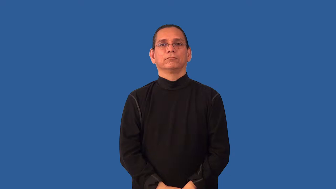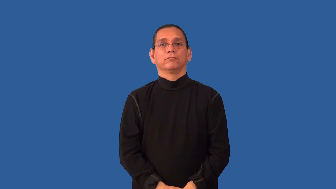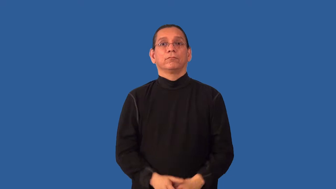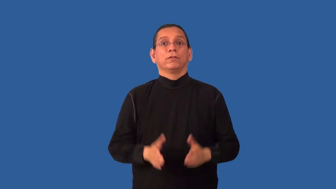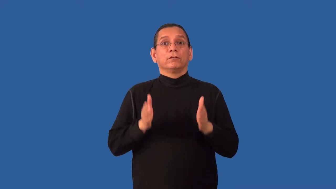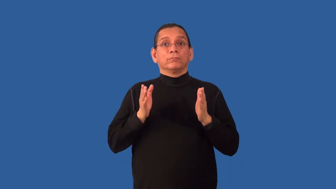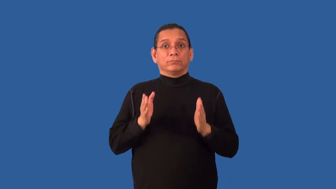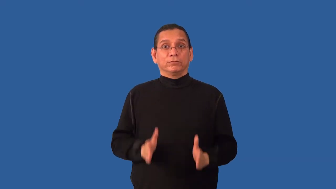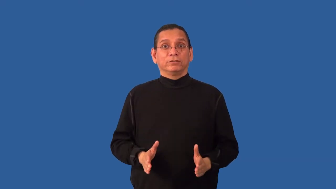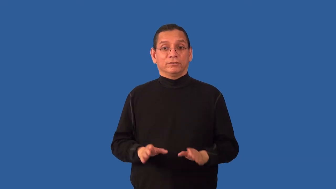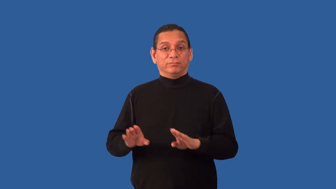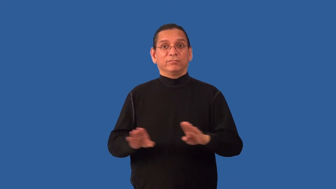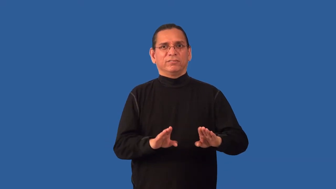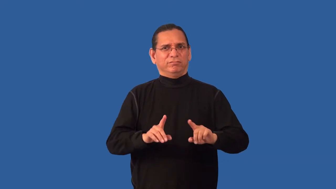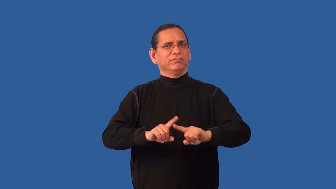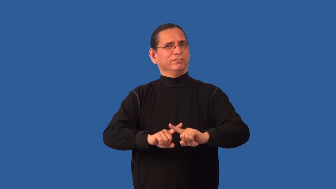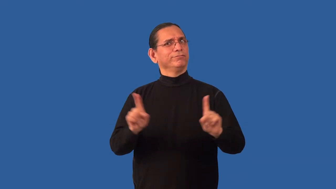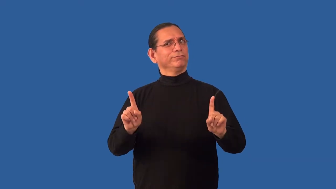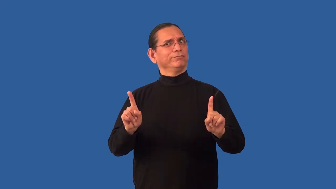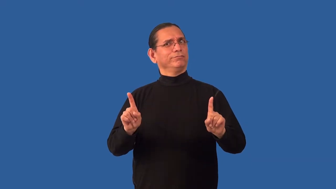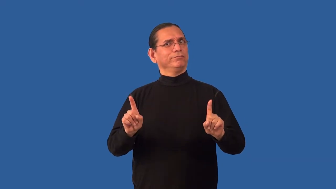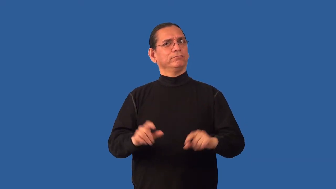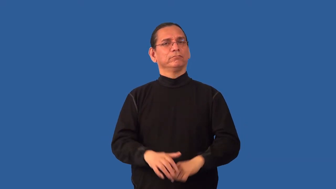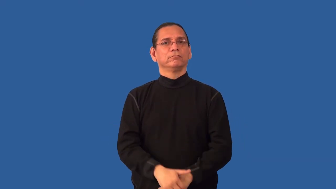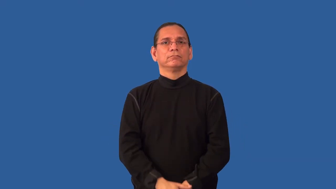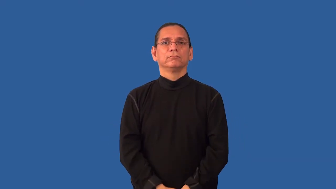nonconformist